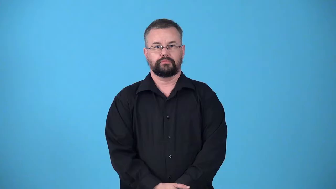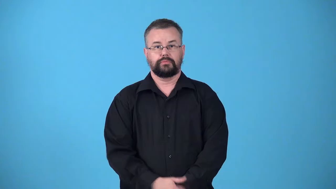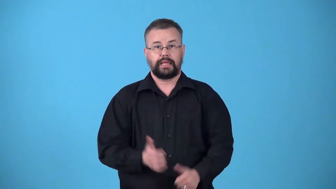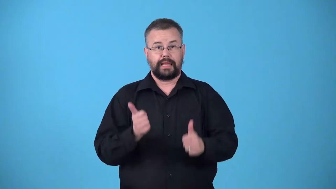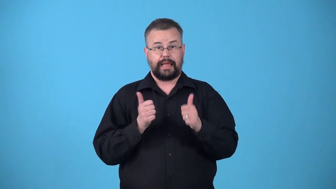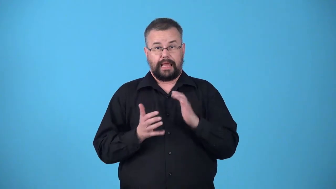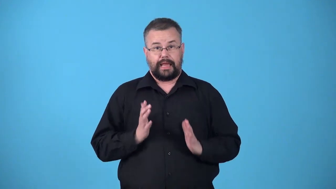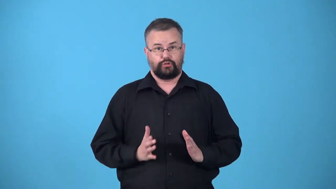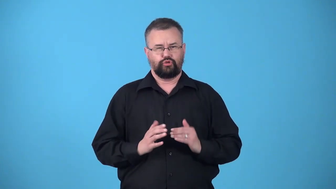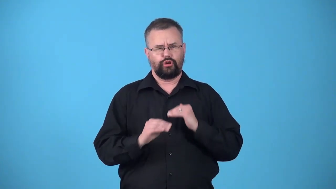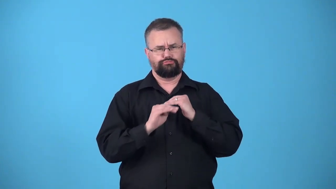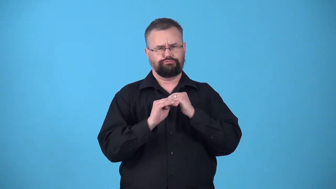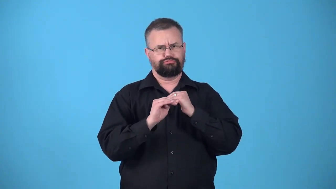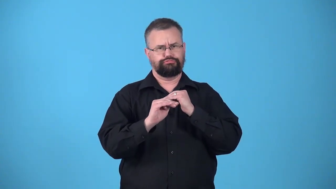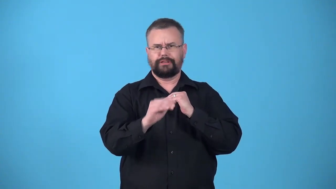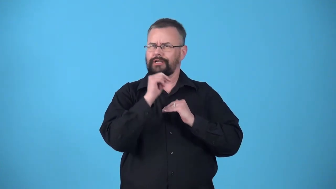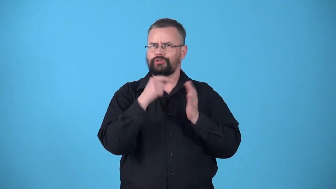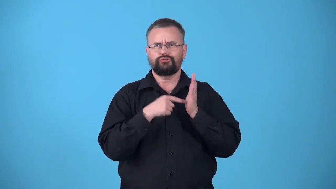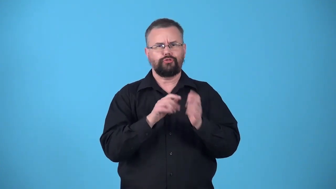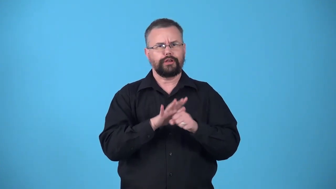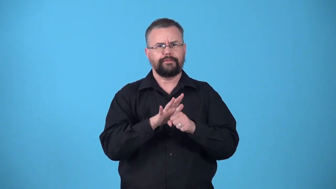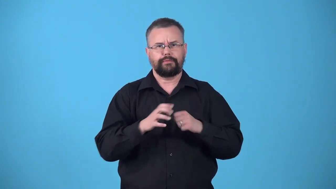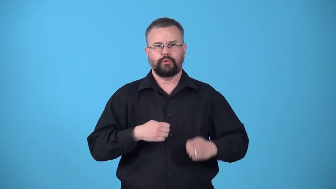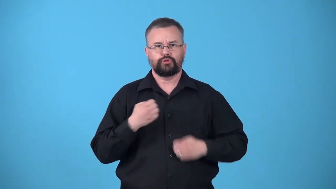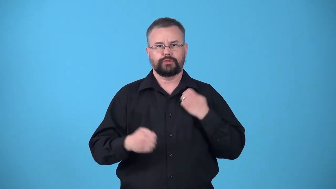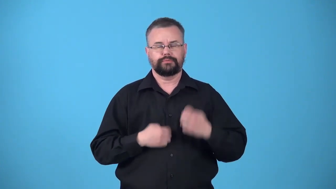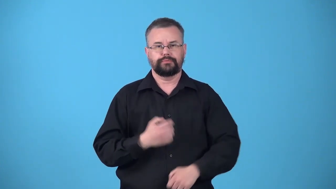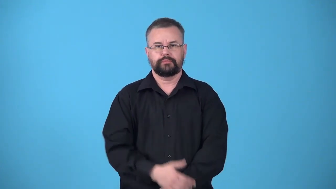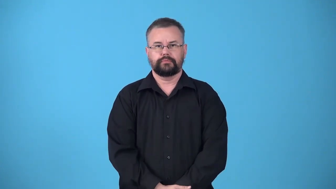underact